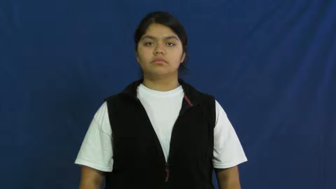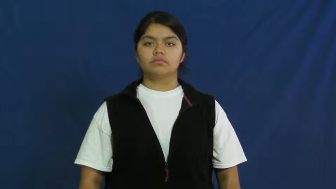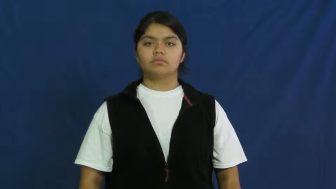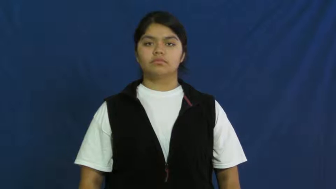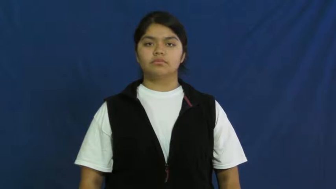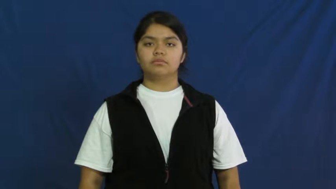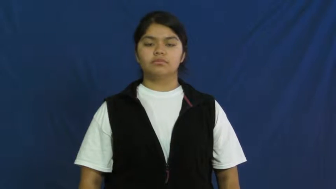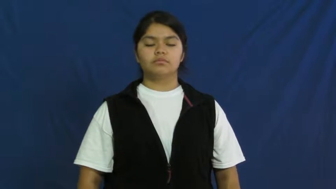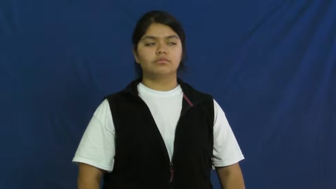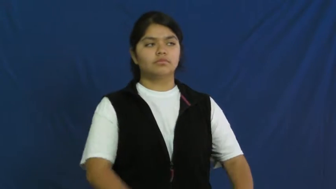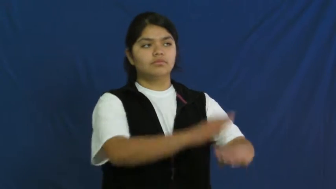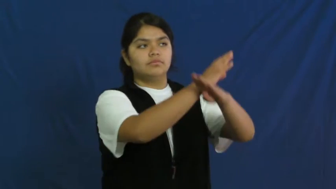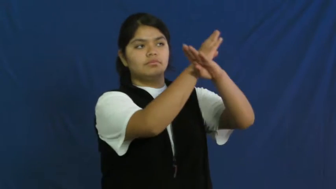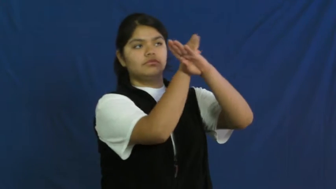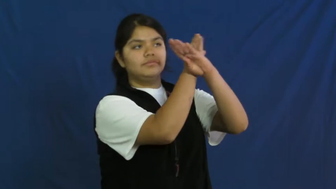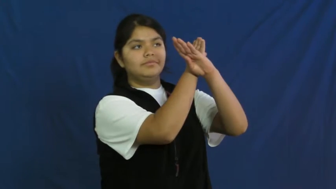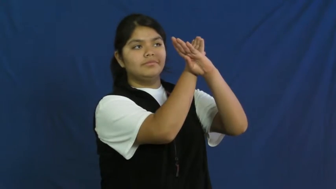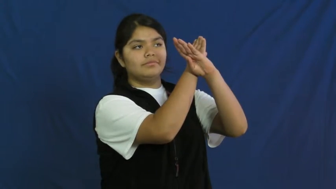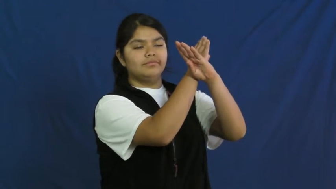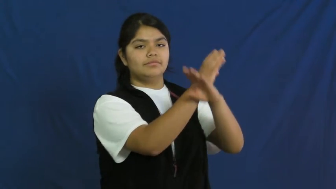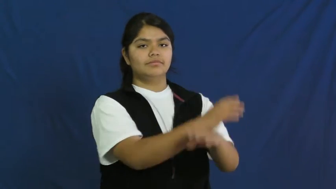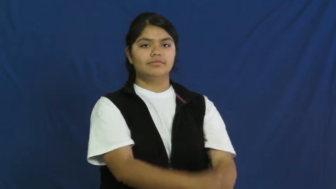impair